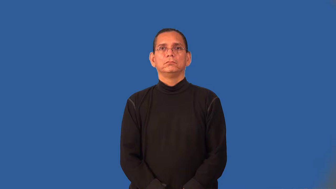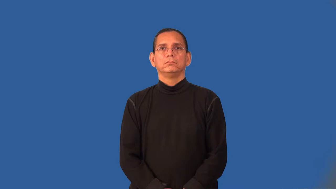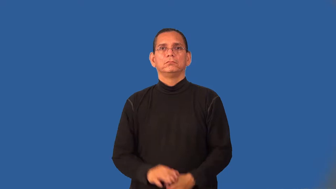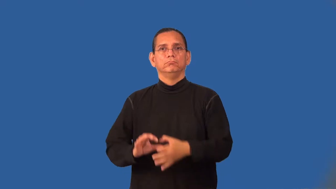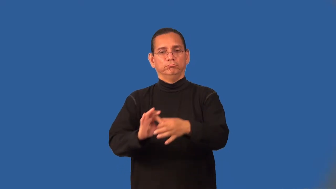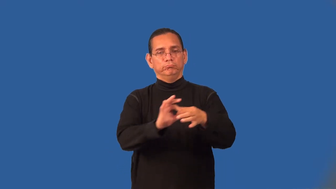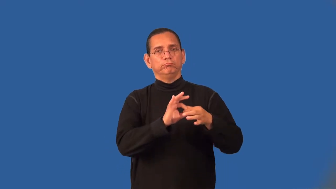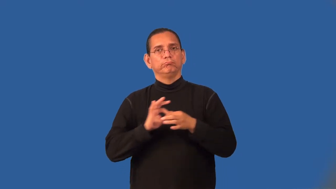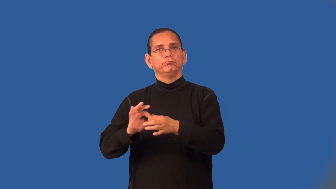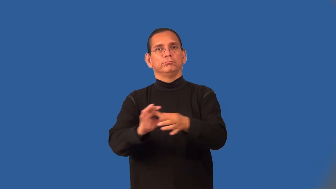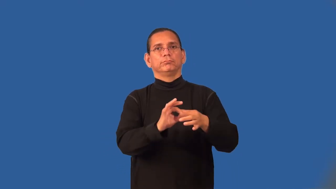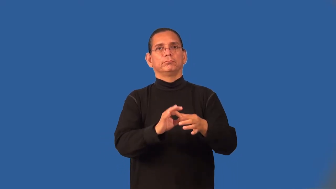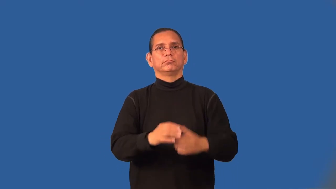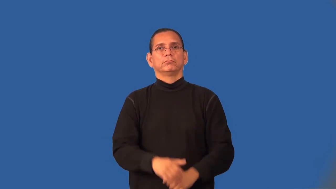unity